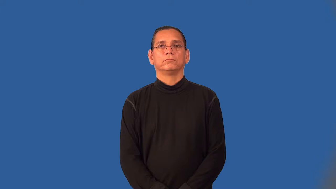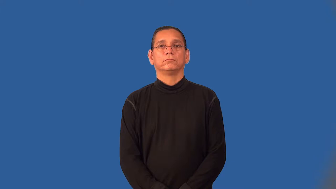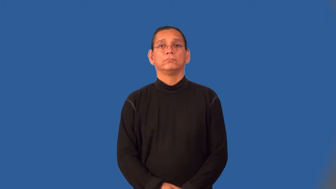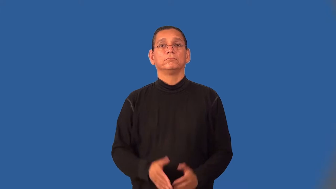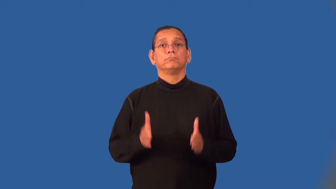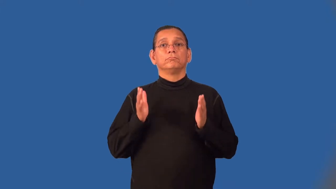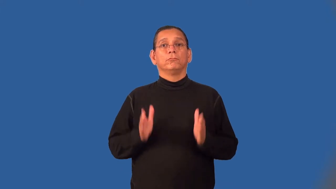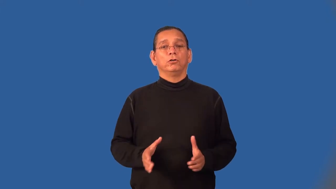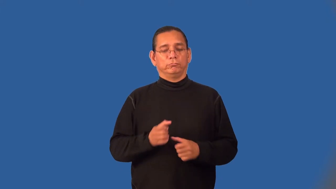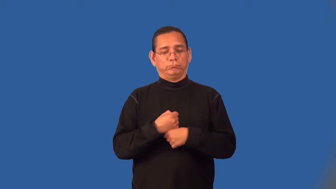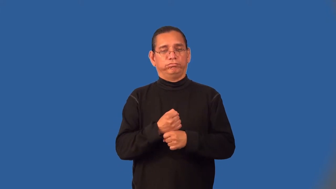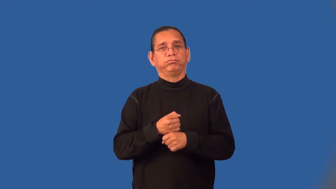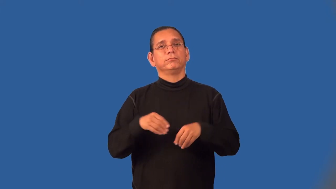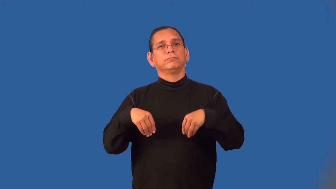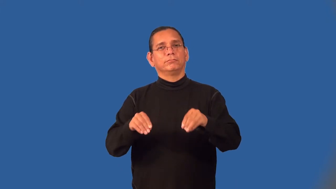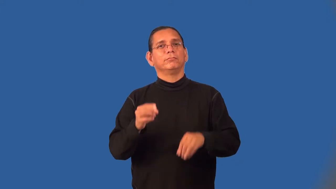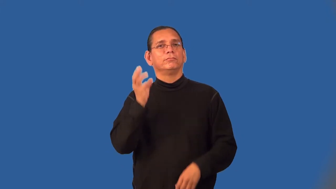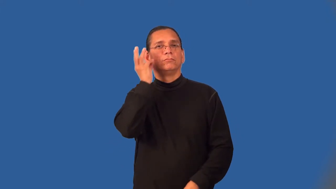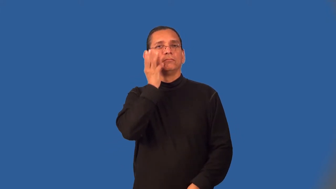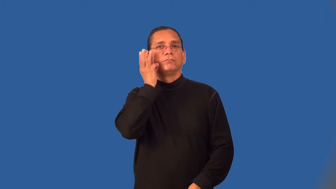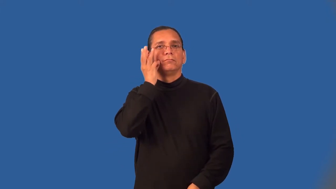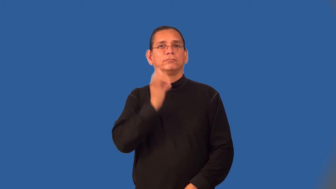vintner